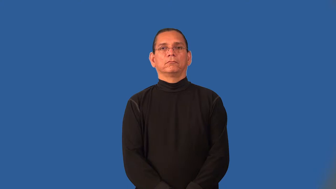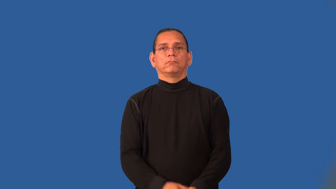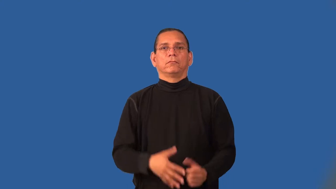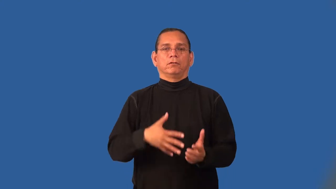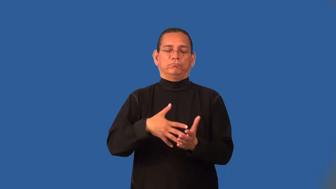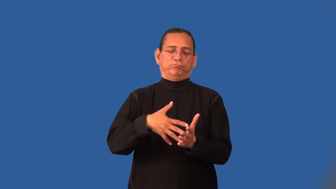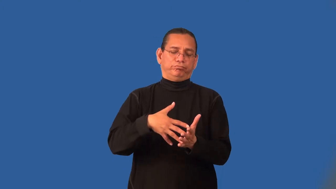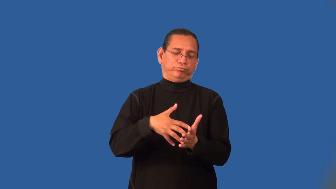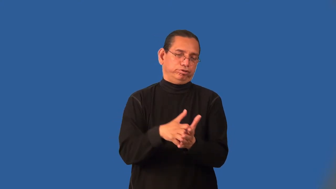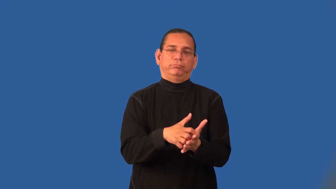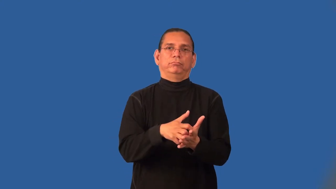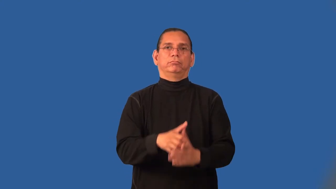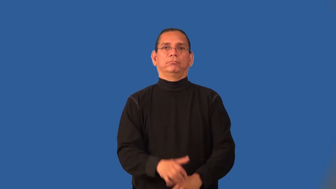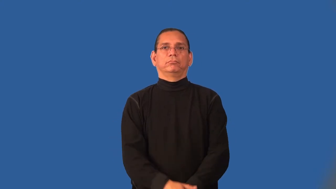impotent-ineffective